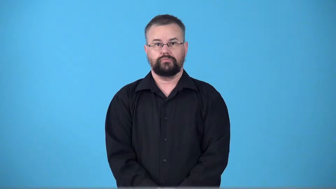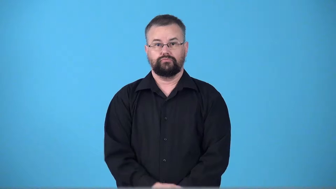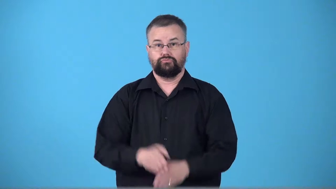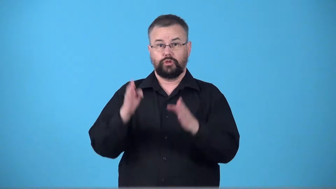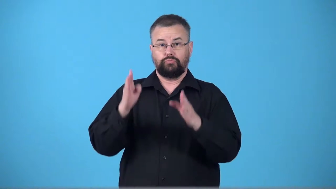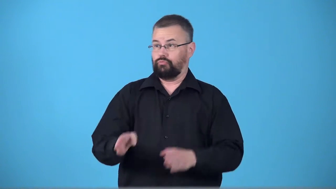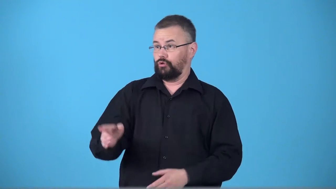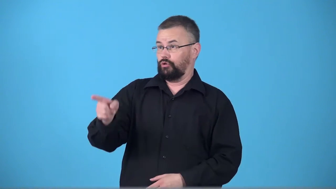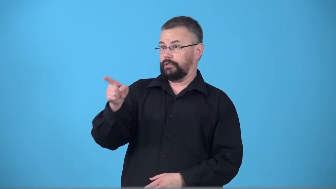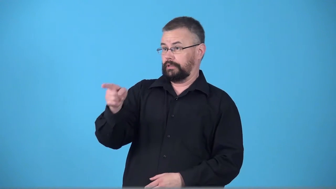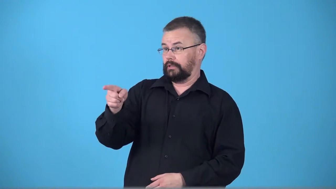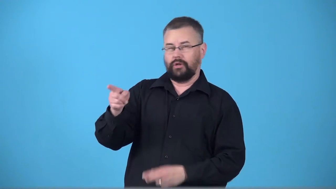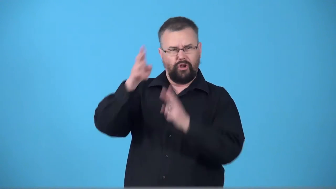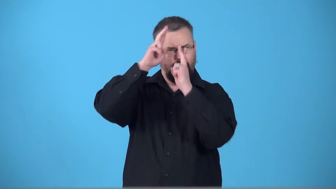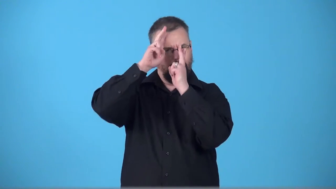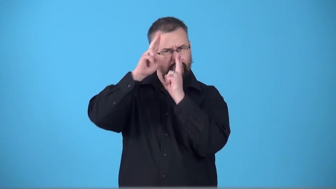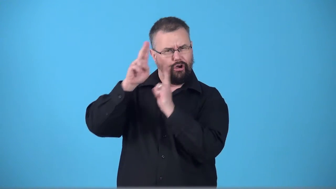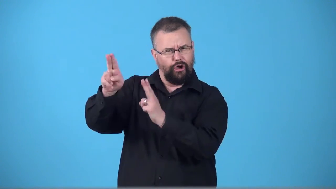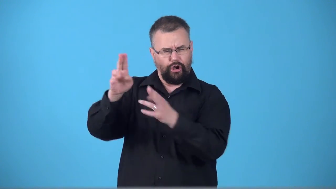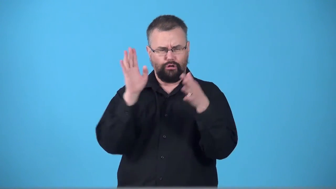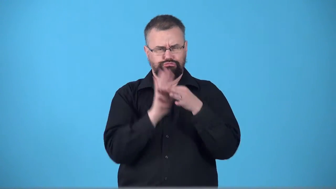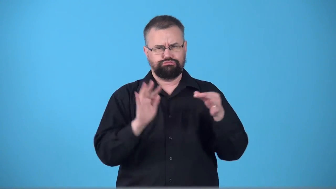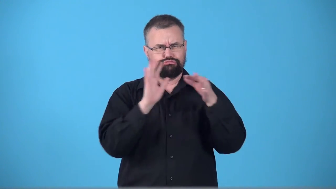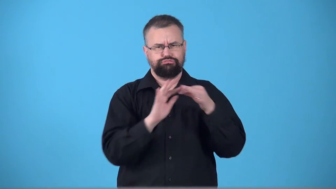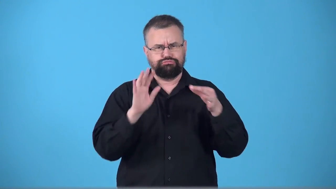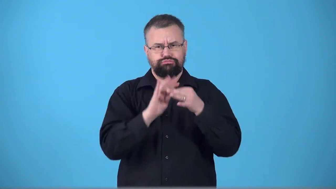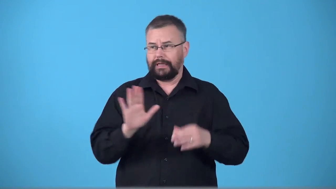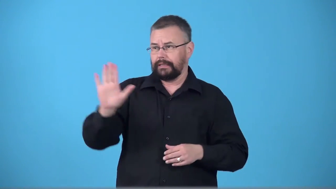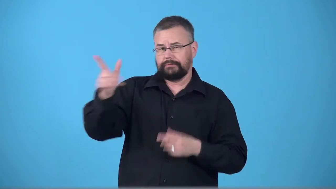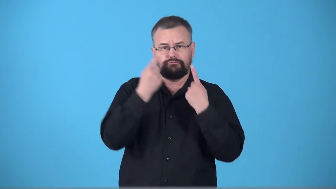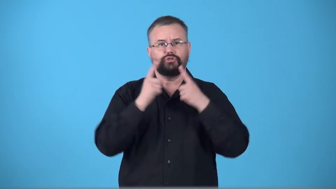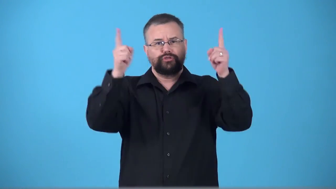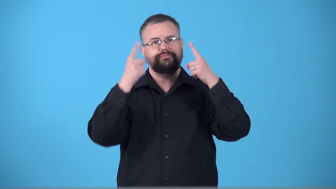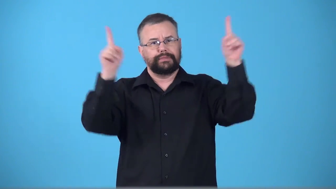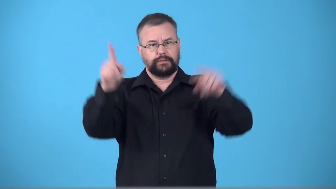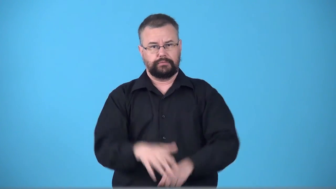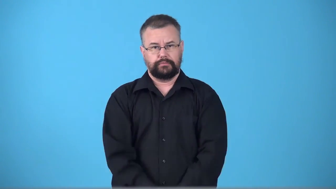testimonial-event